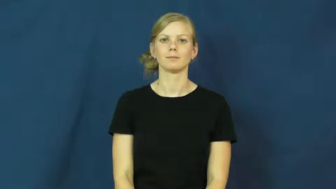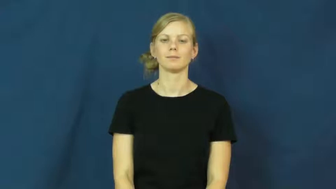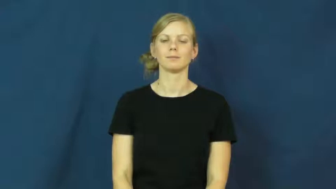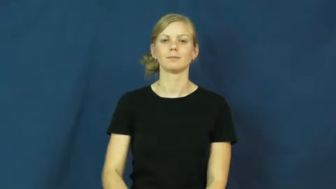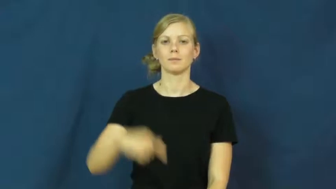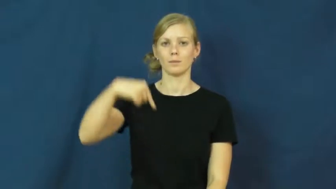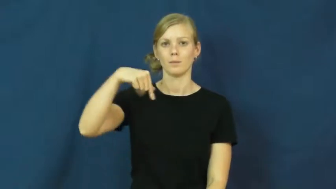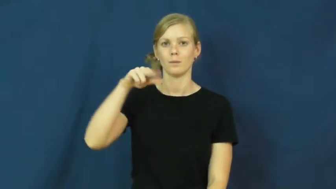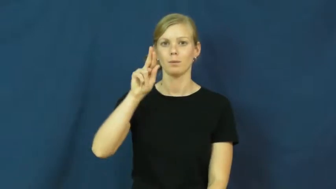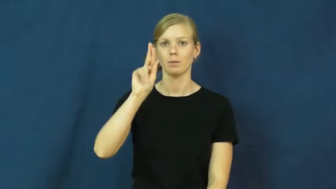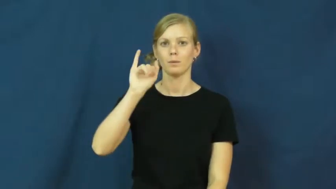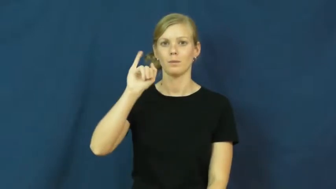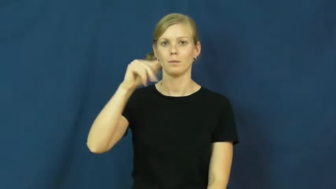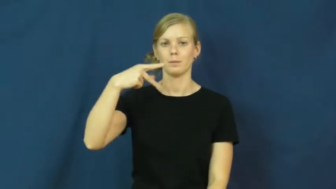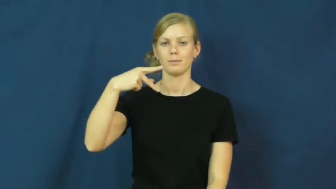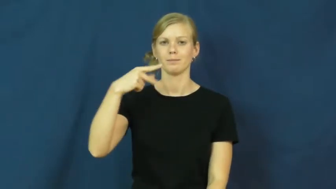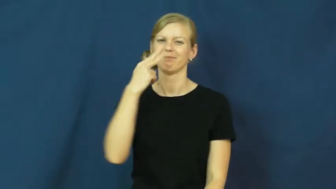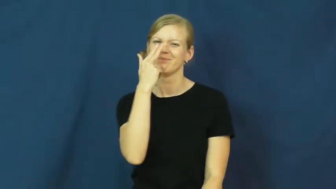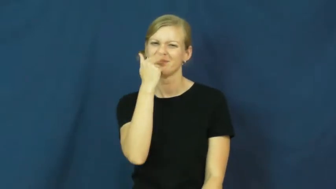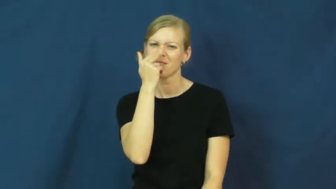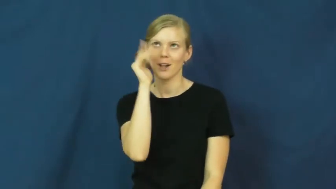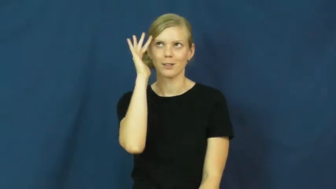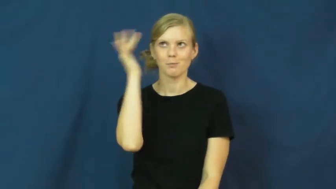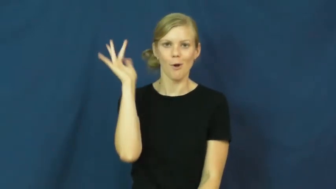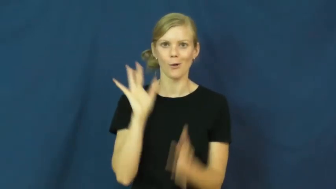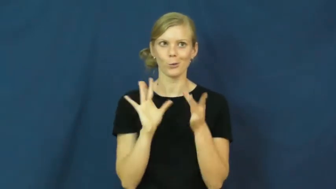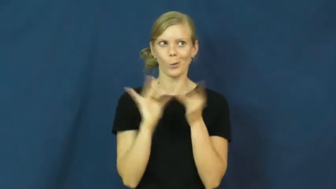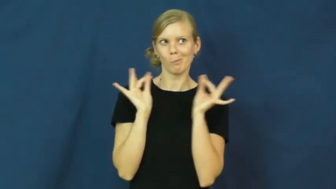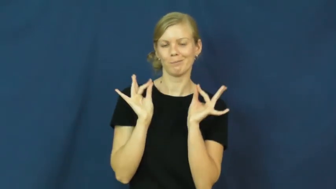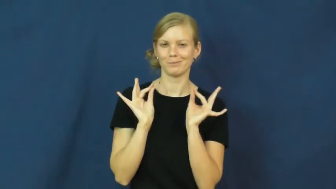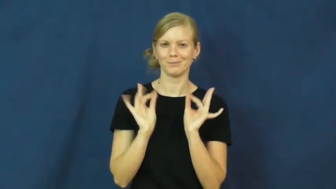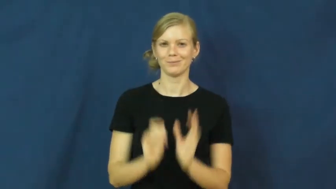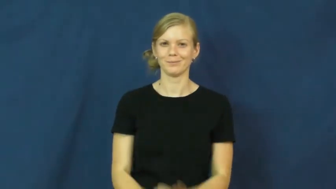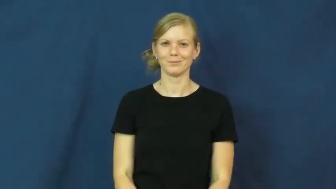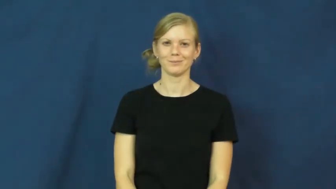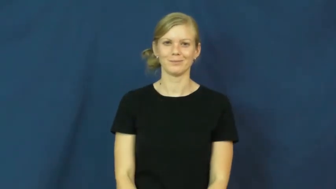quip